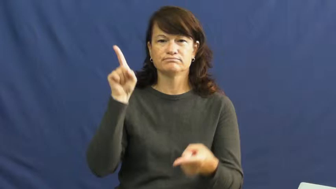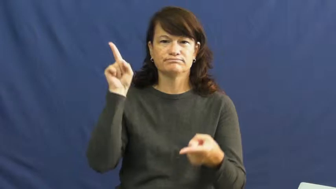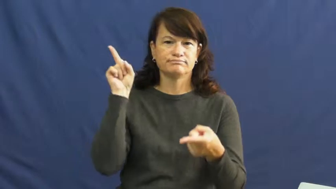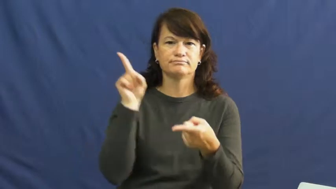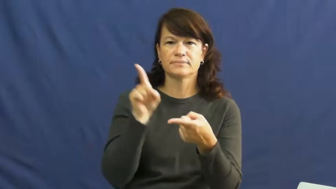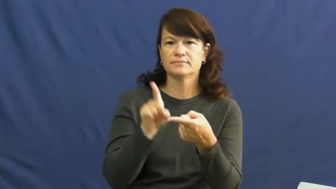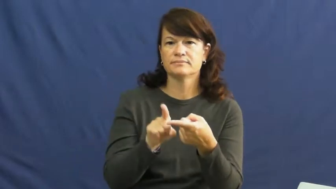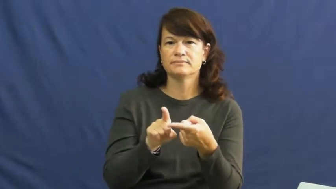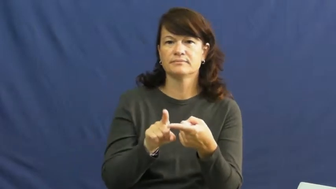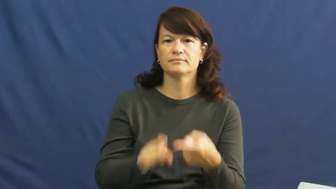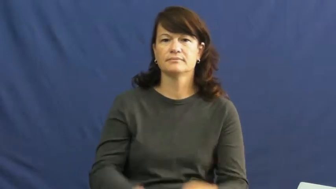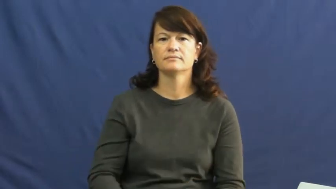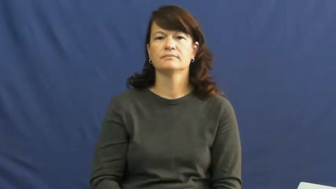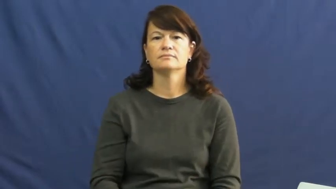pare back